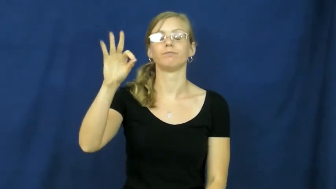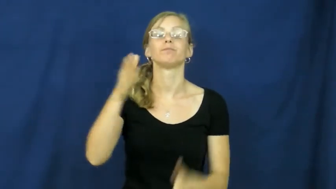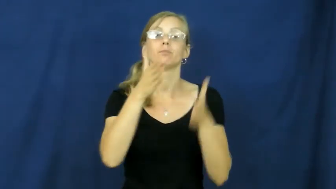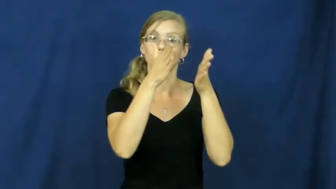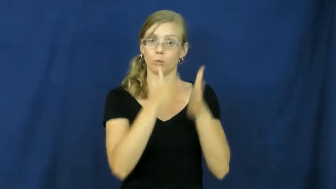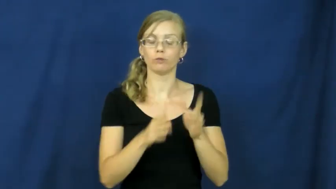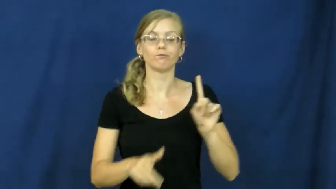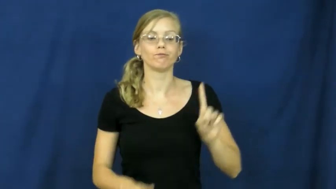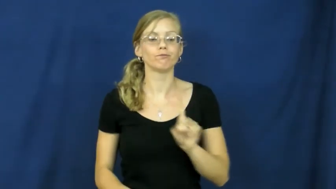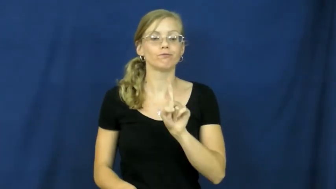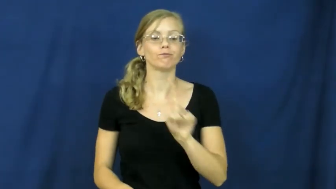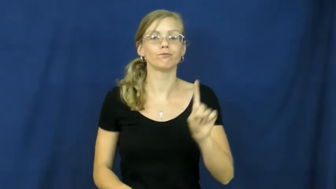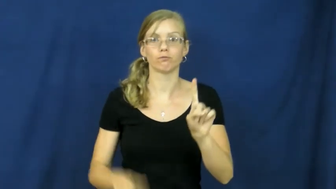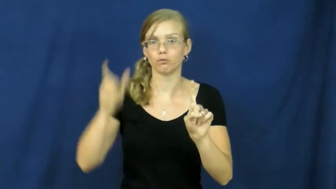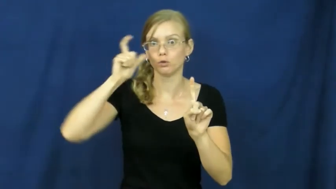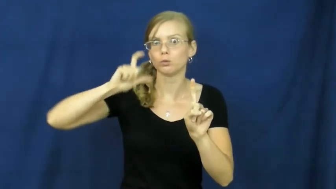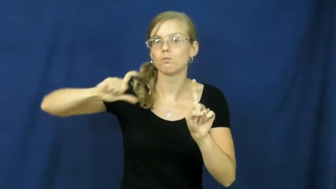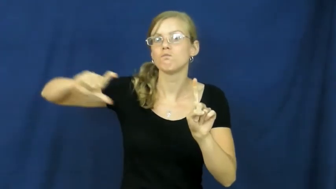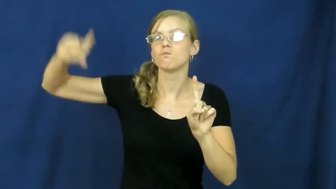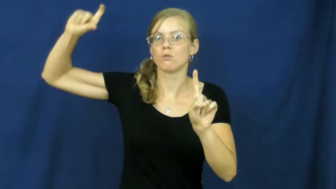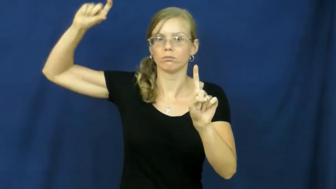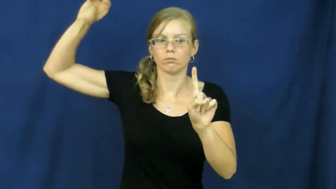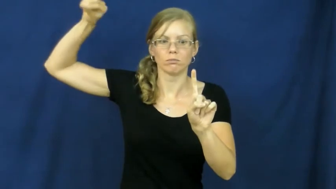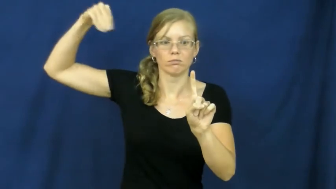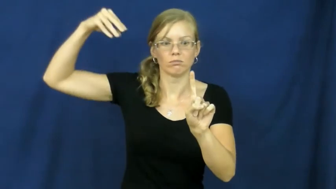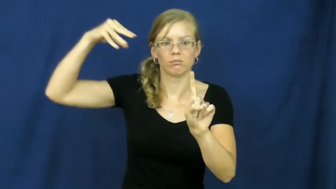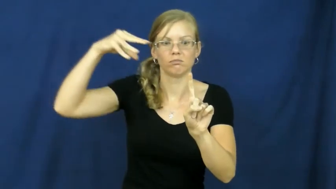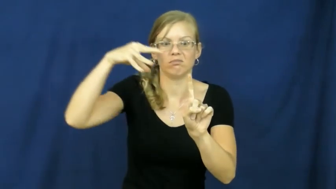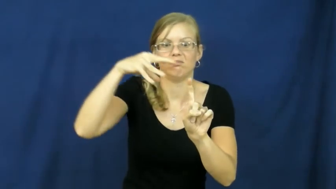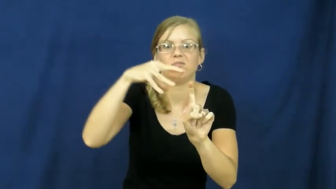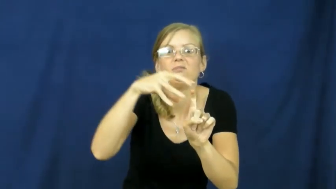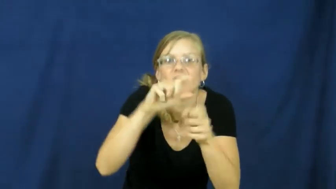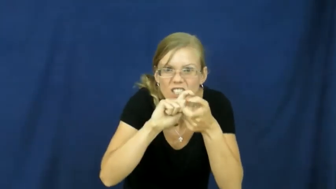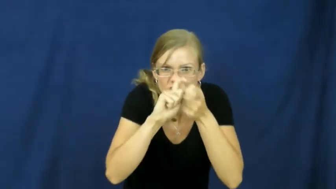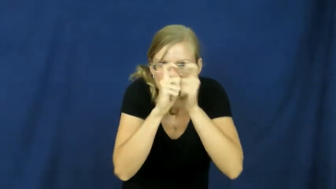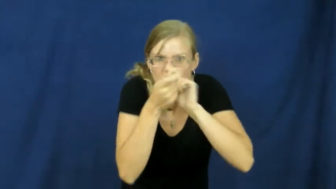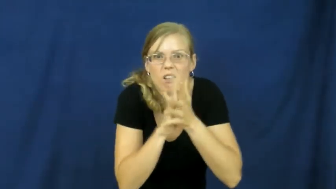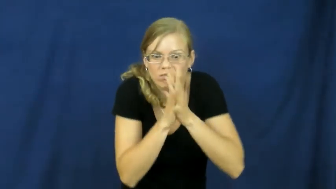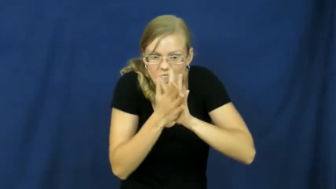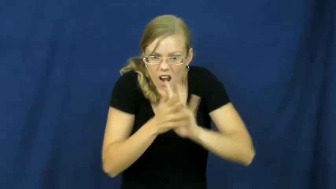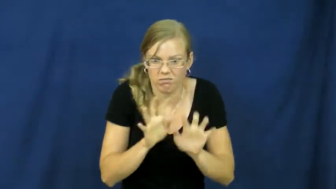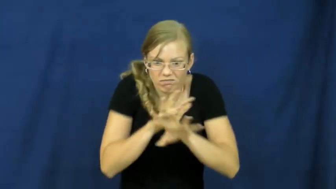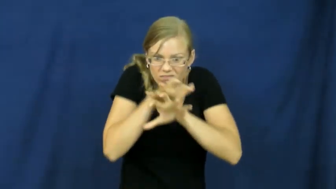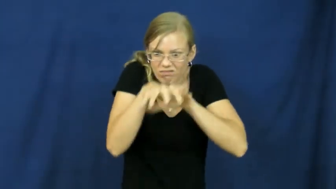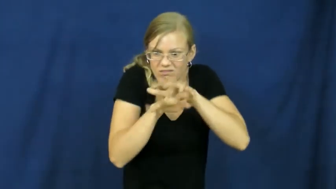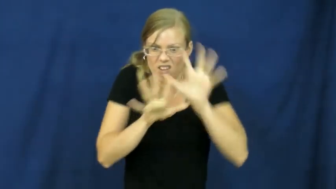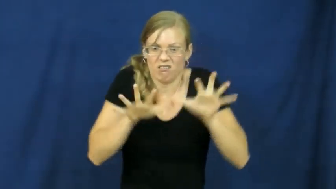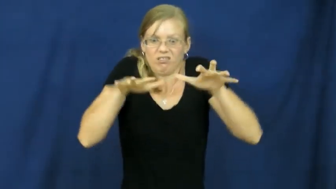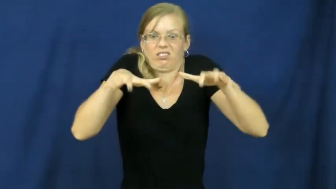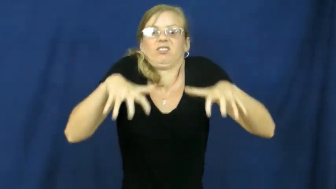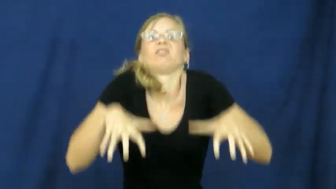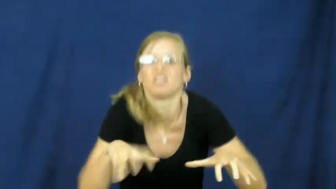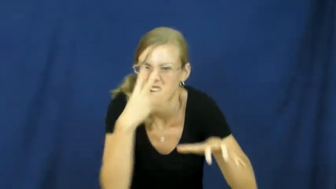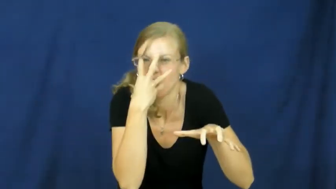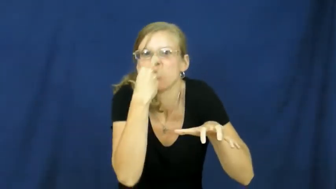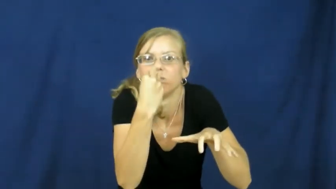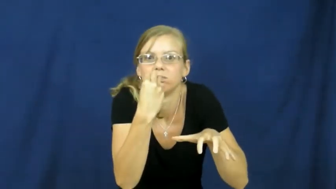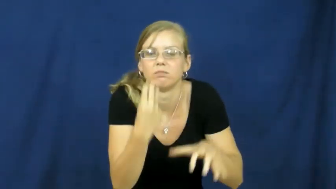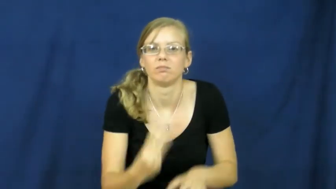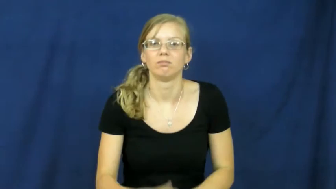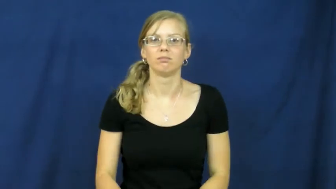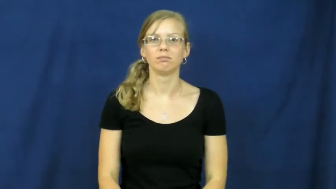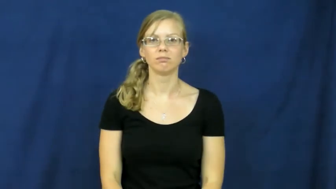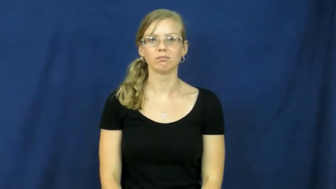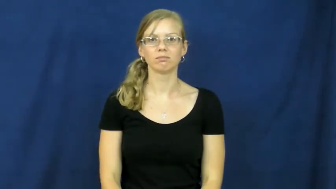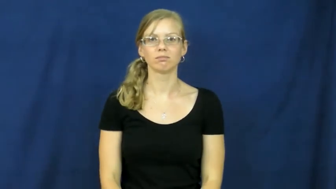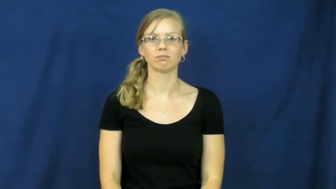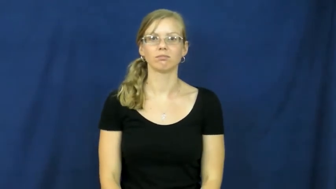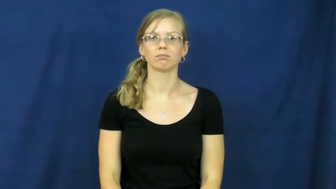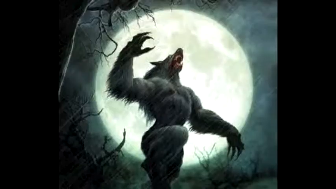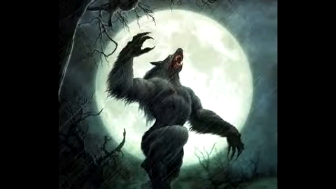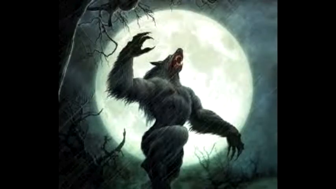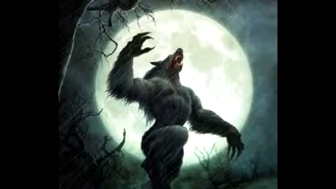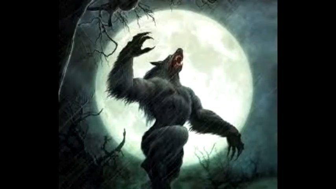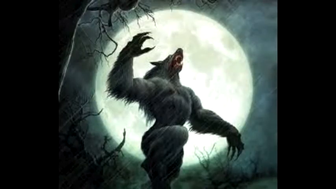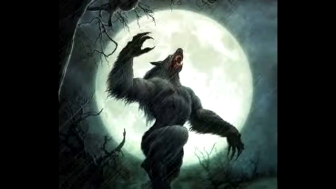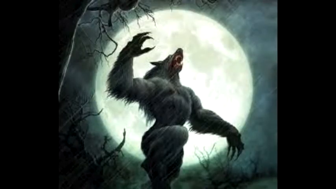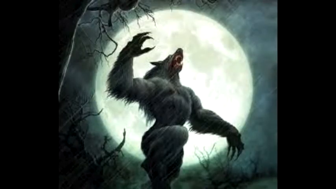werewolf